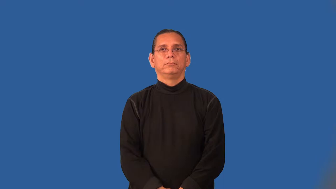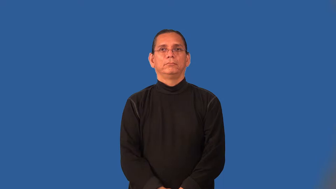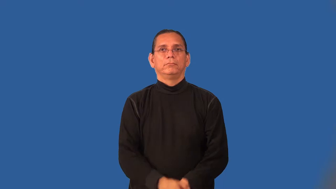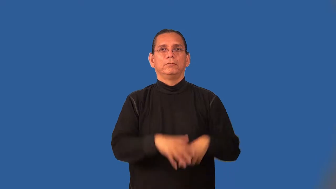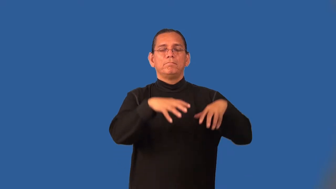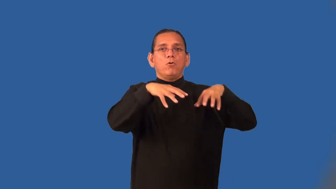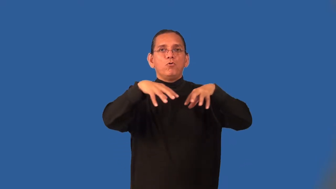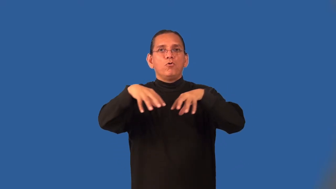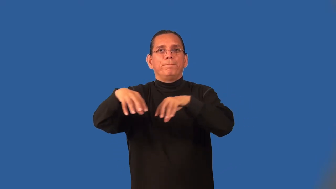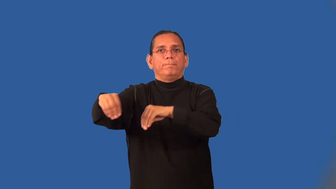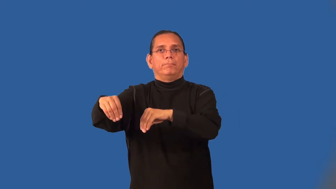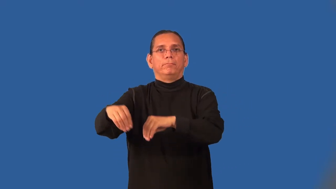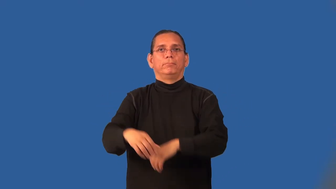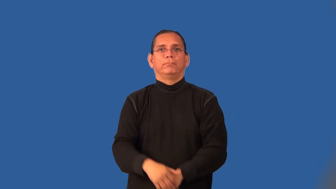outage